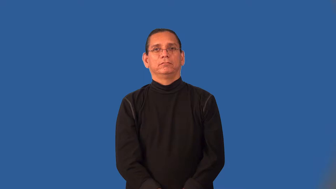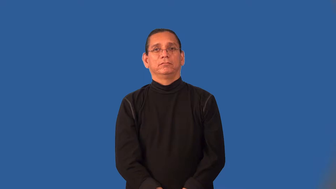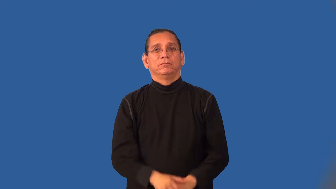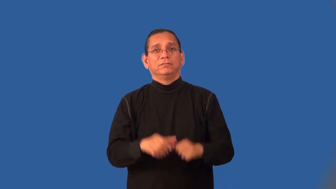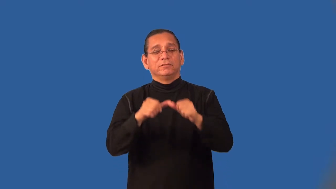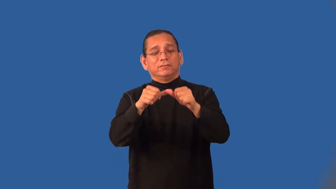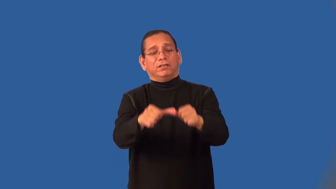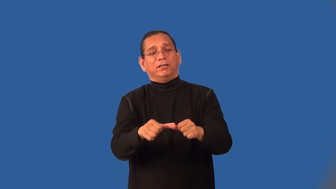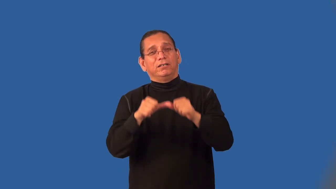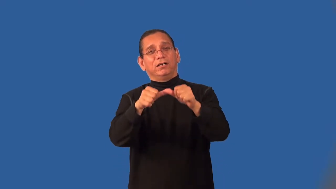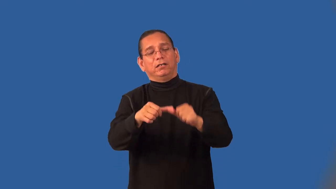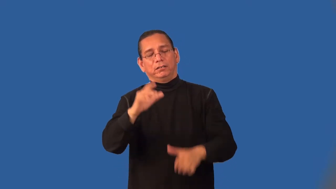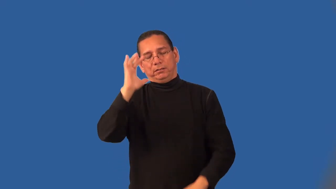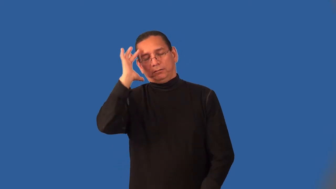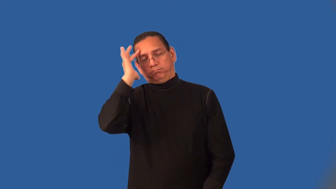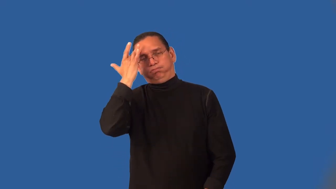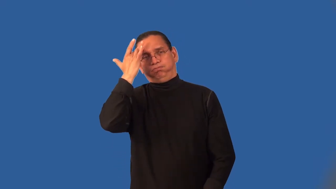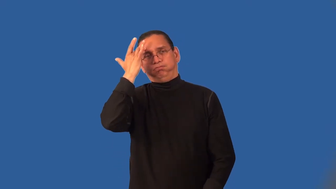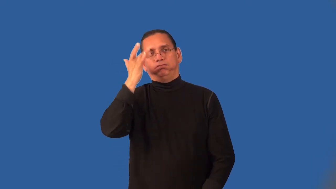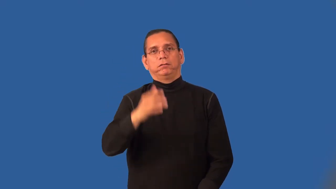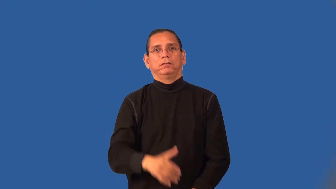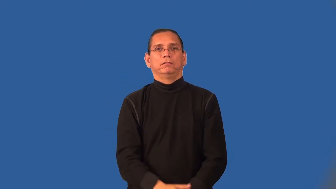infernal